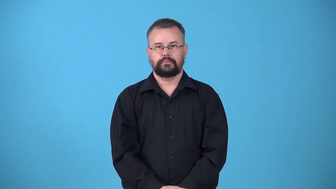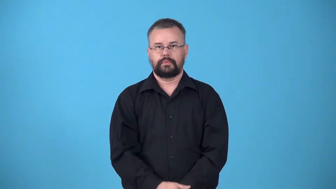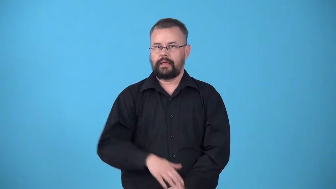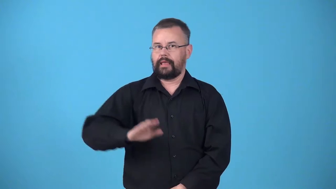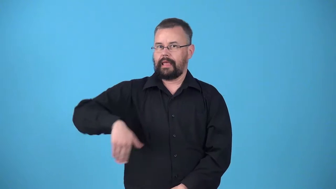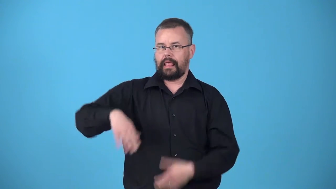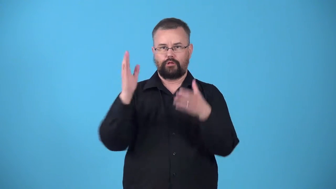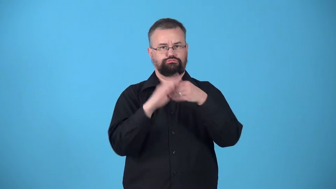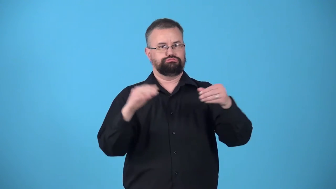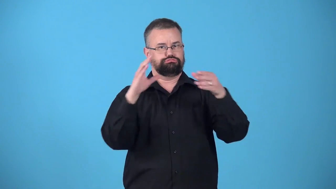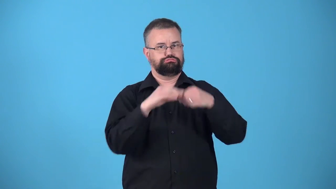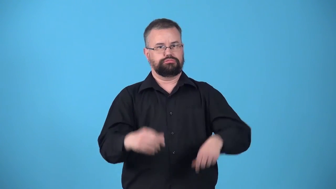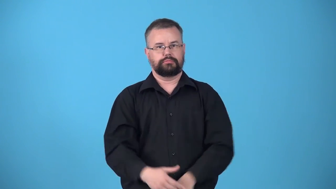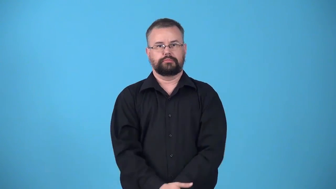untold-not told